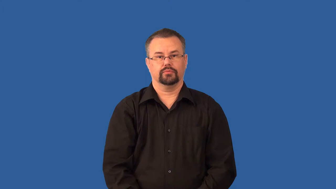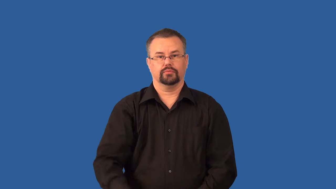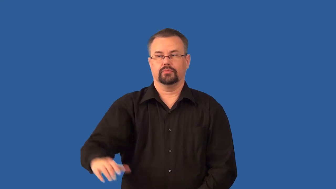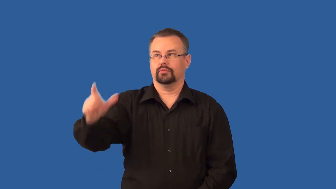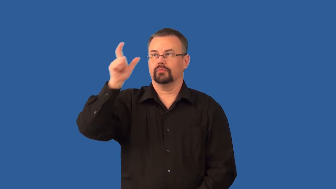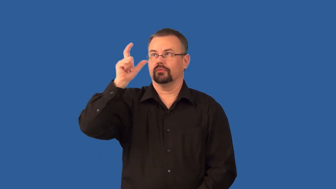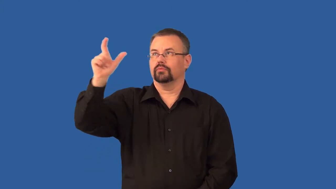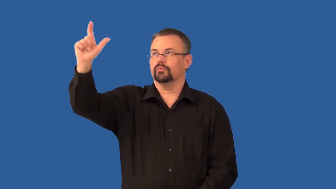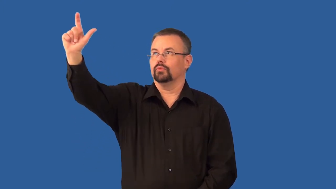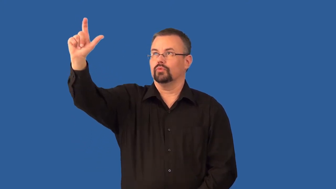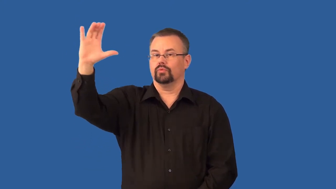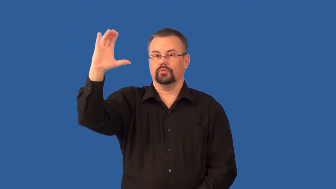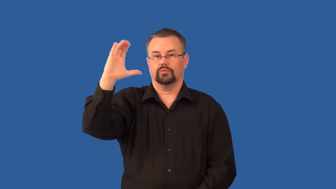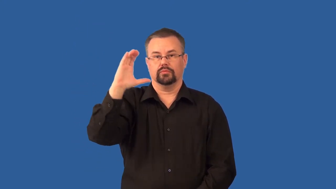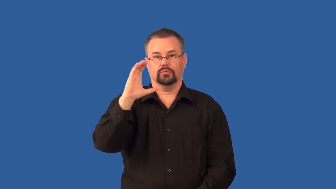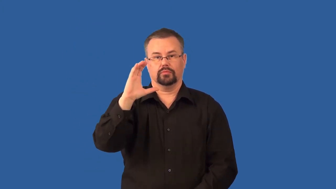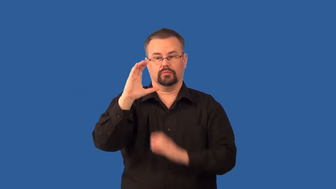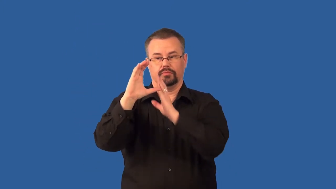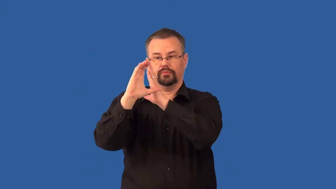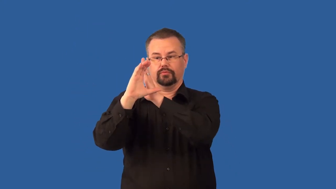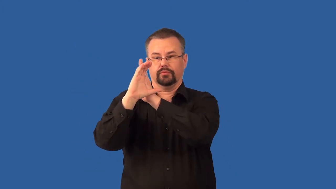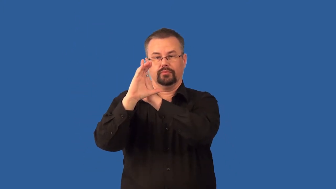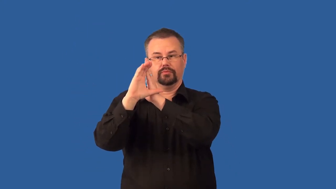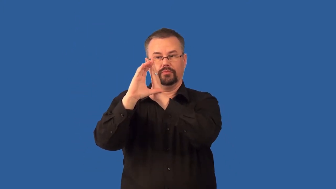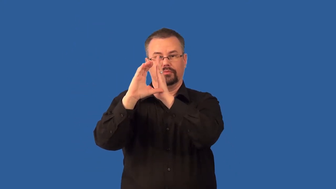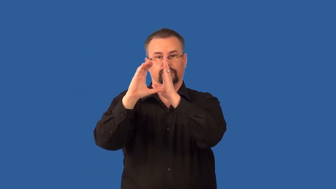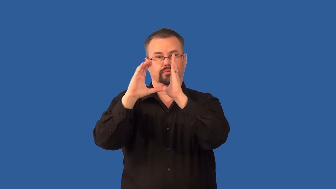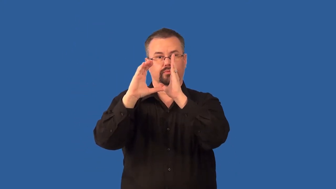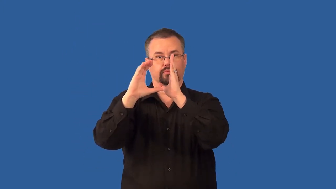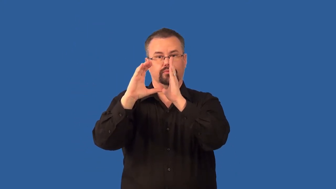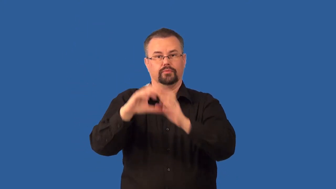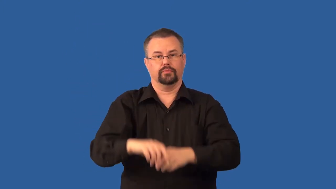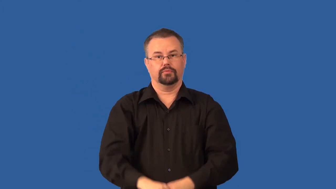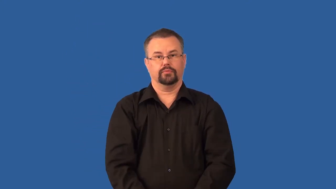wax-moon